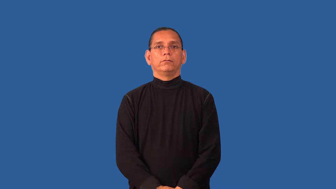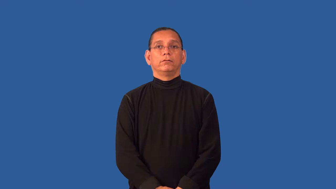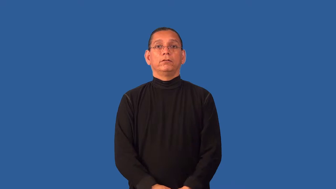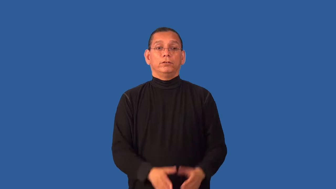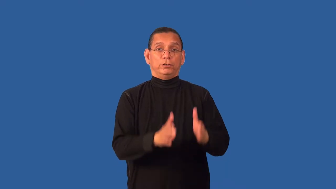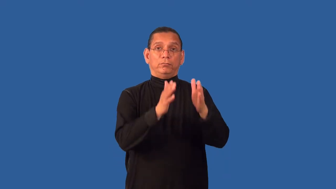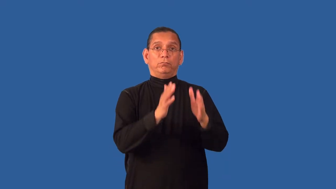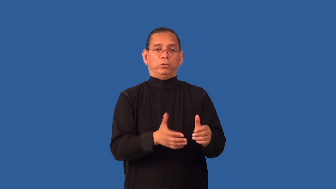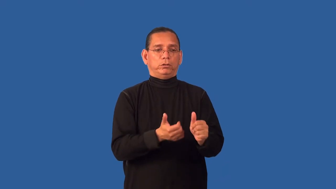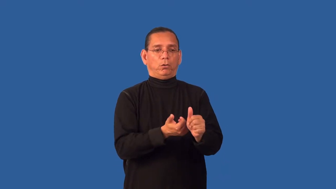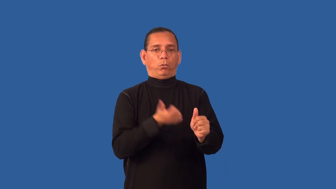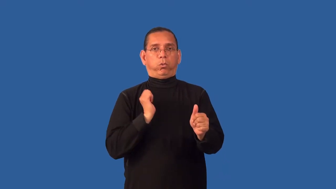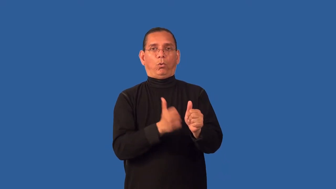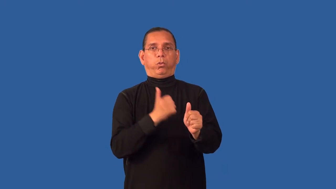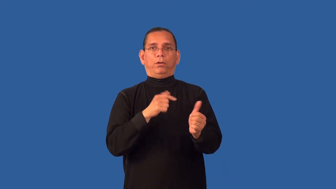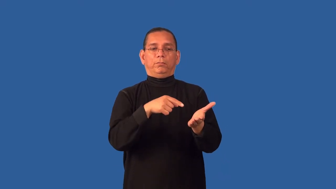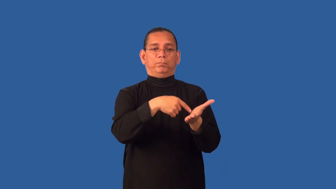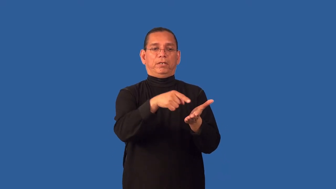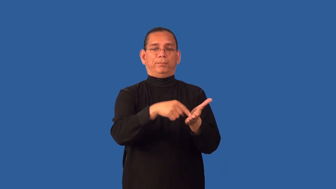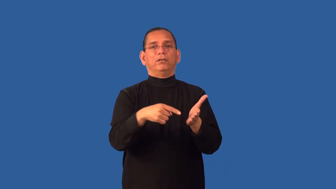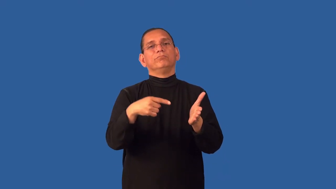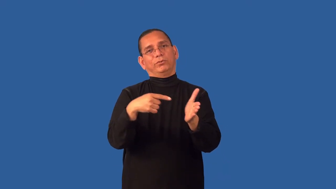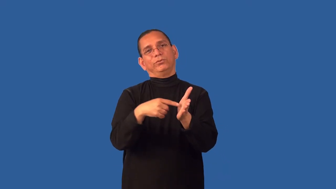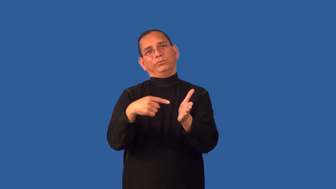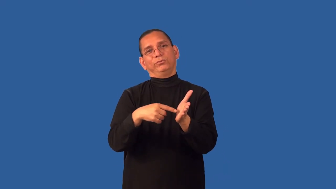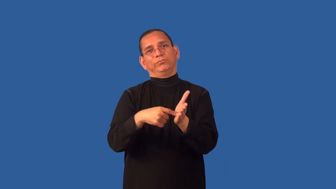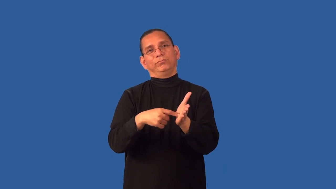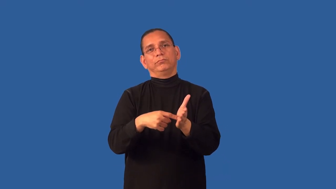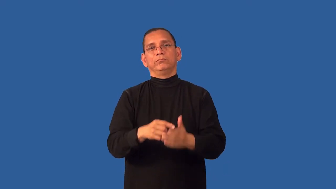deadbeat